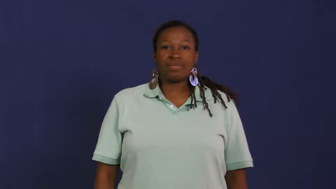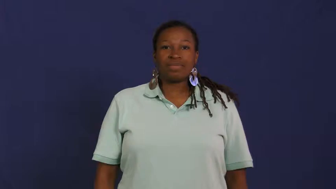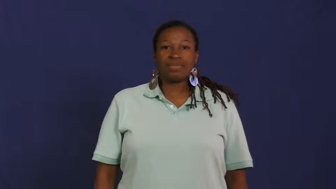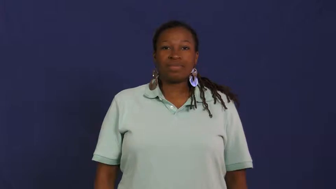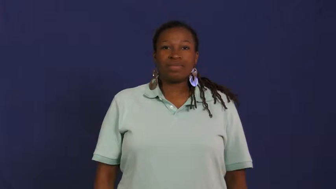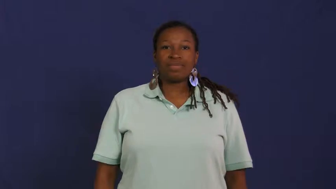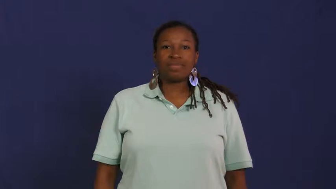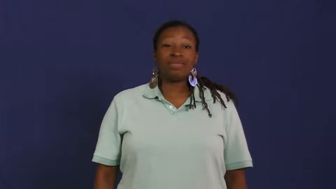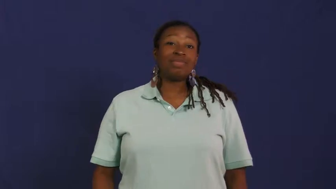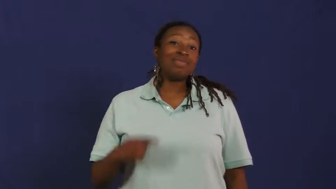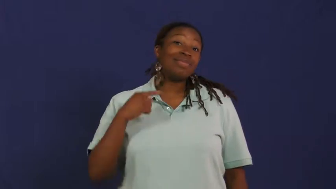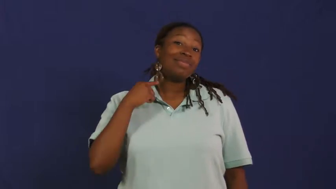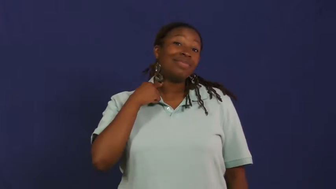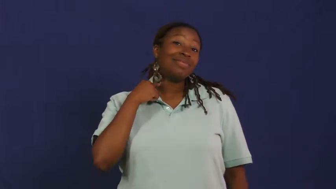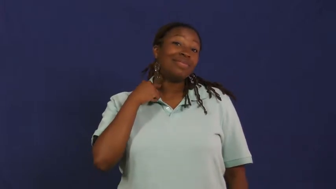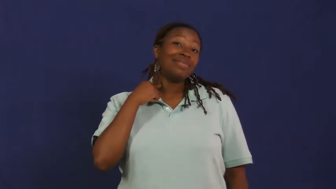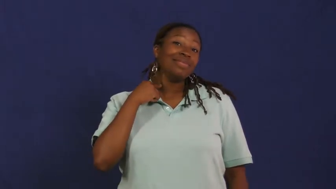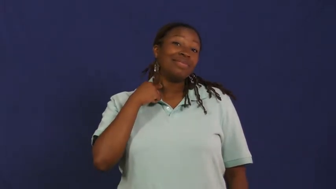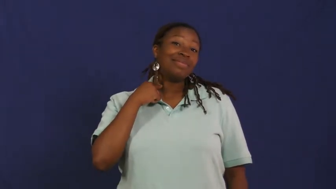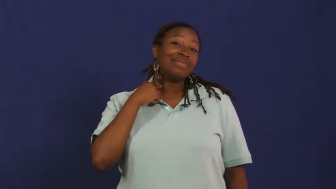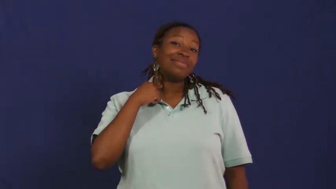neck,collar